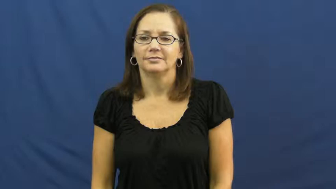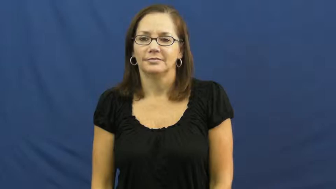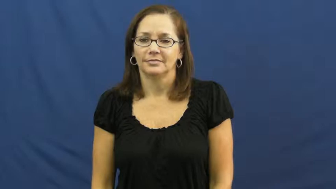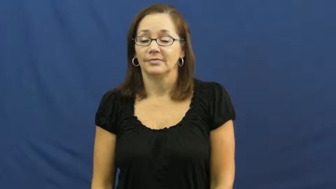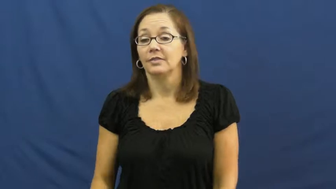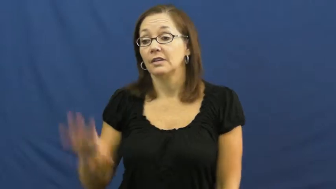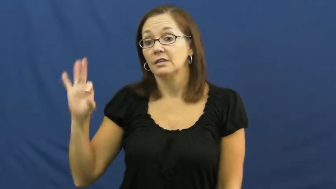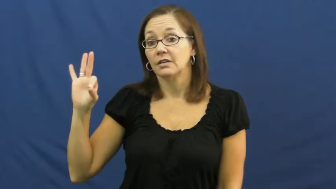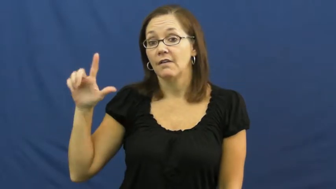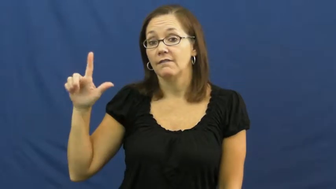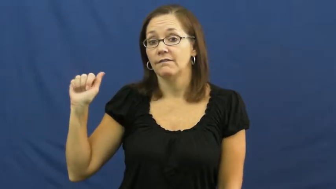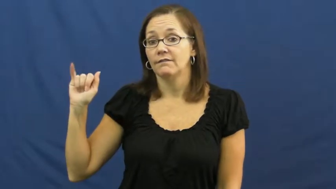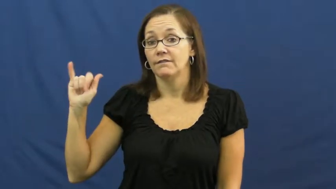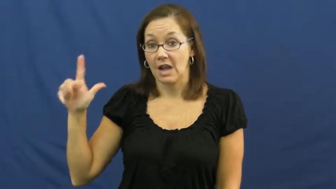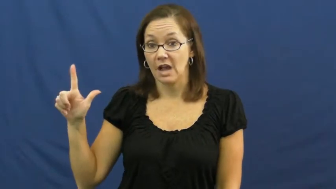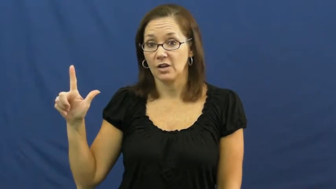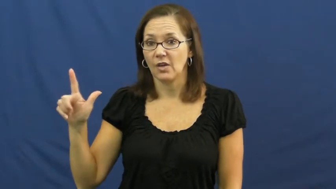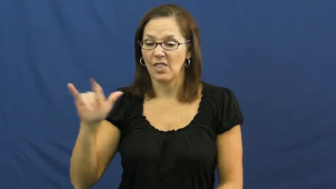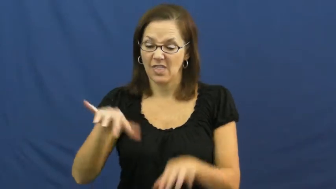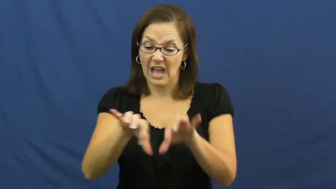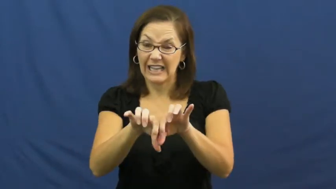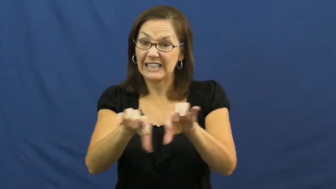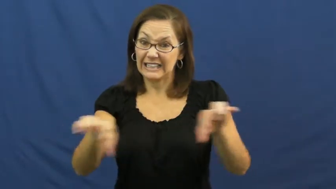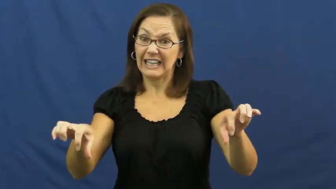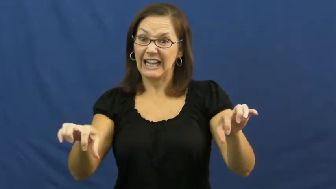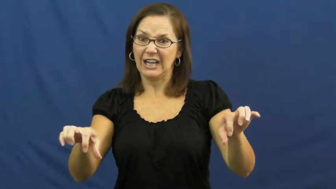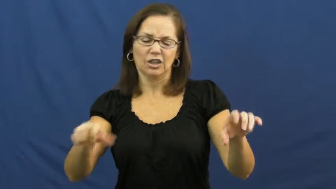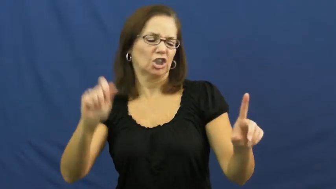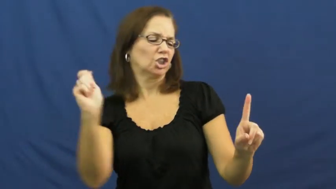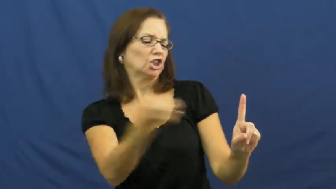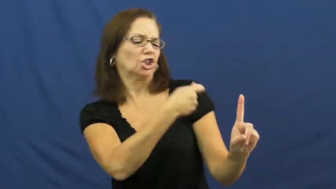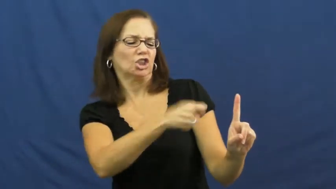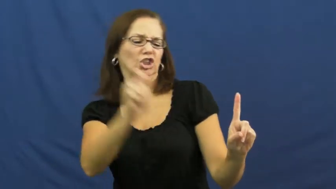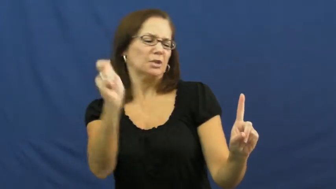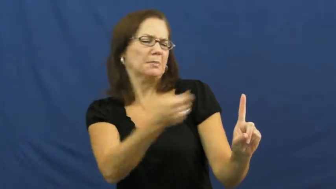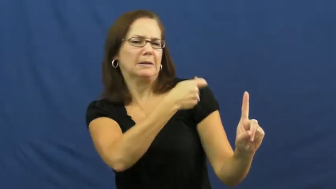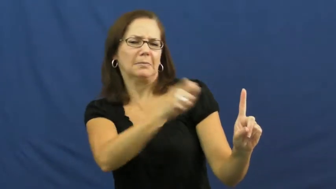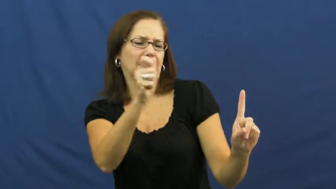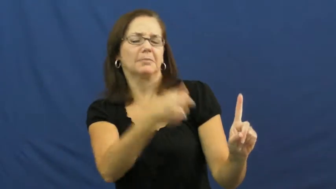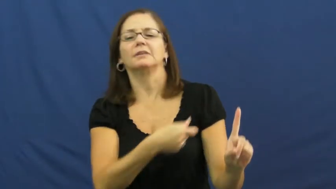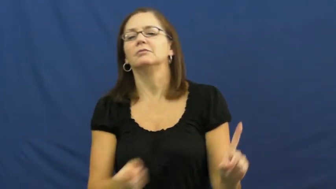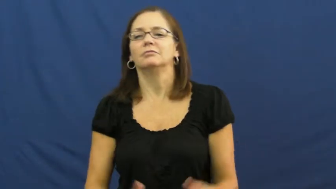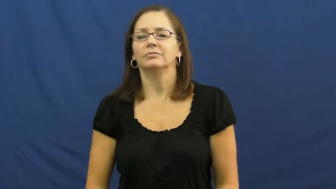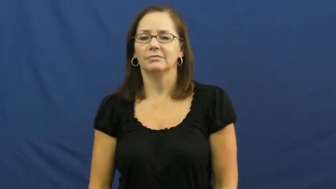flail-beating